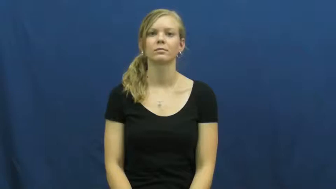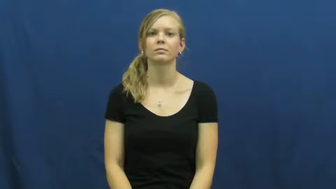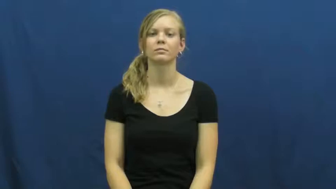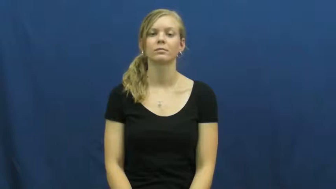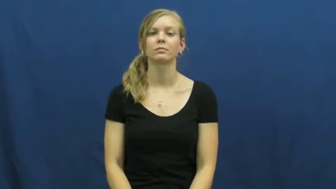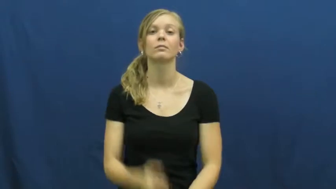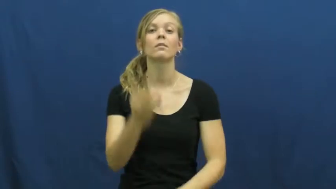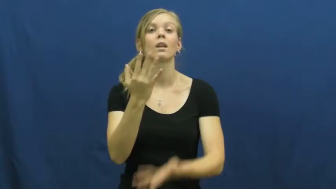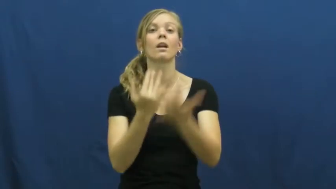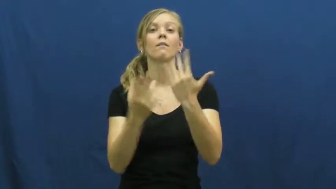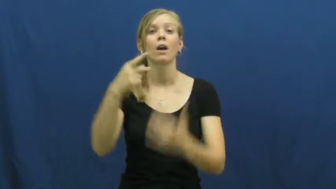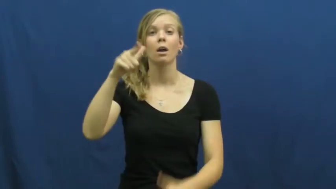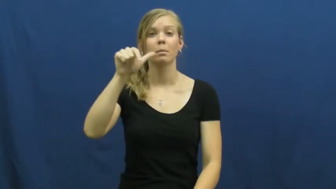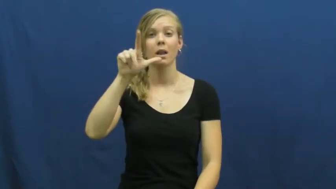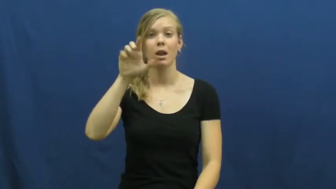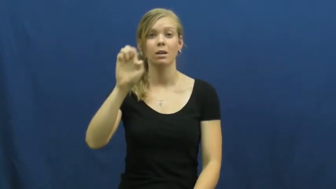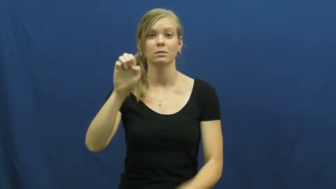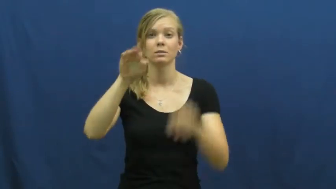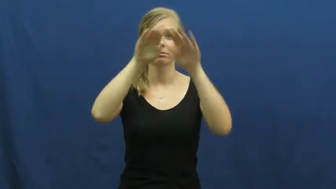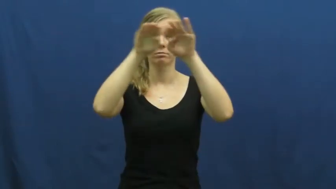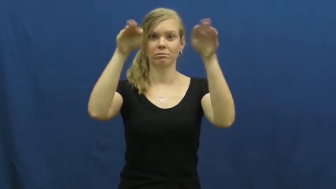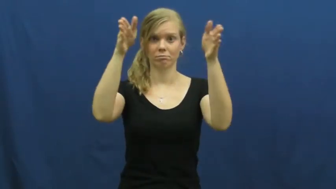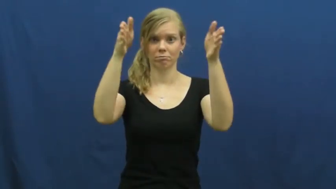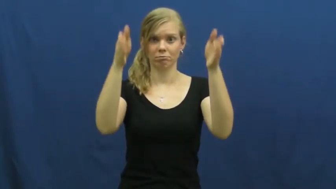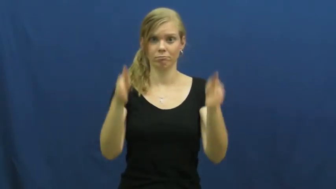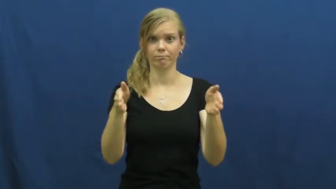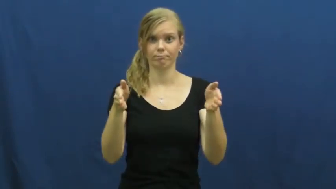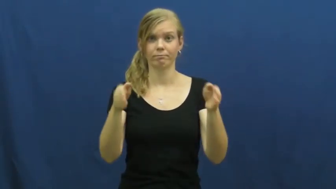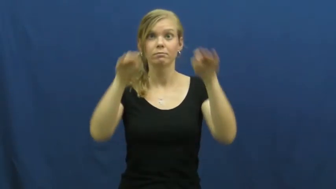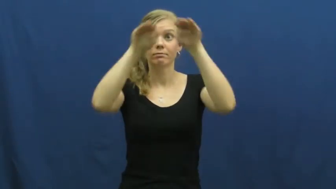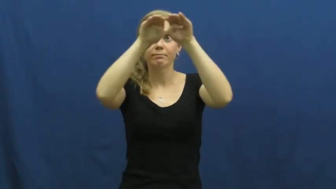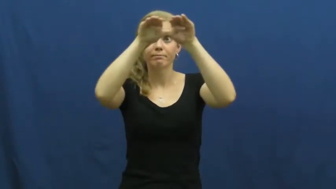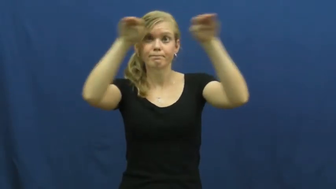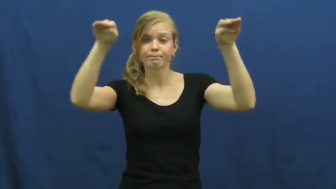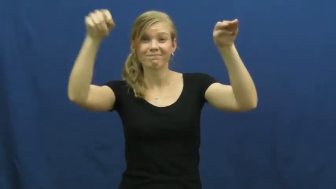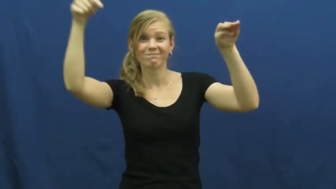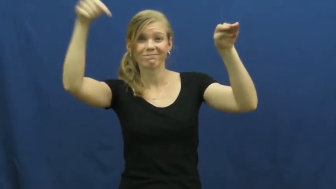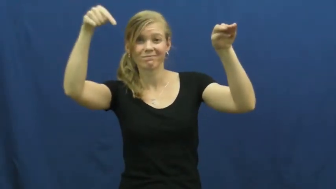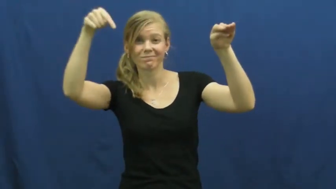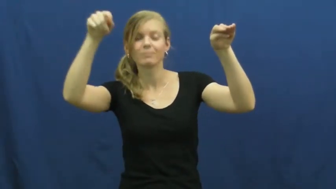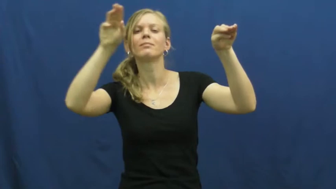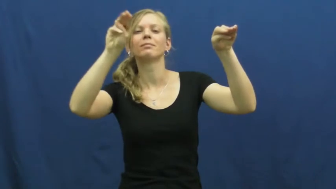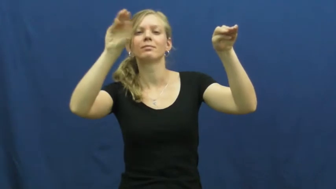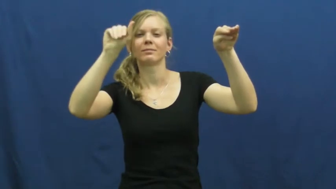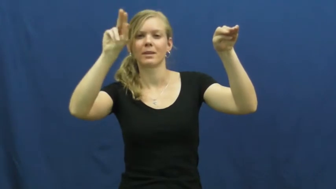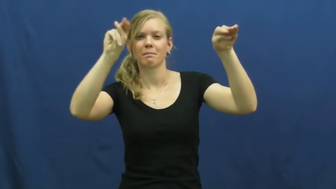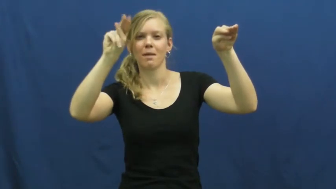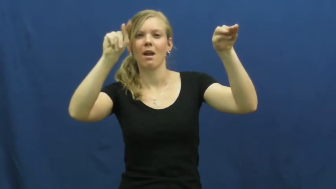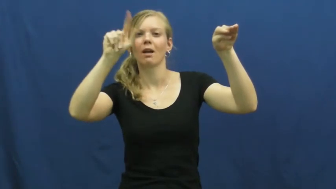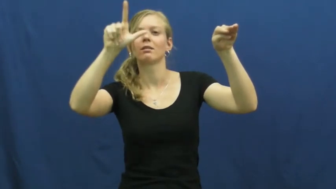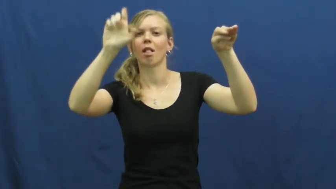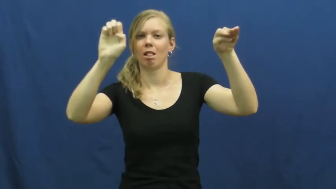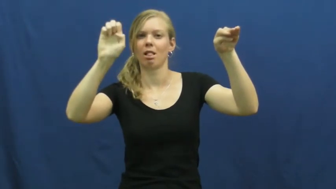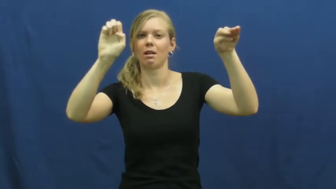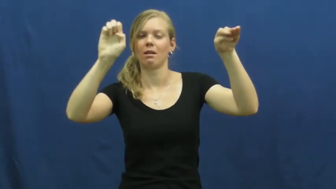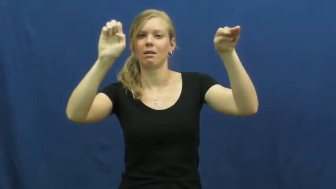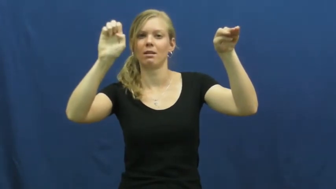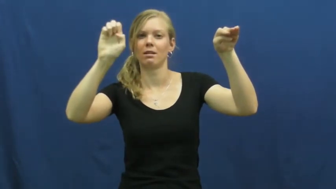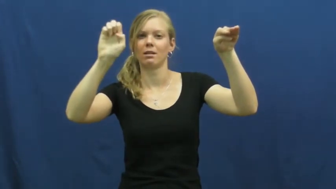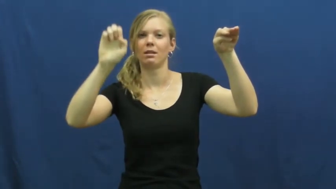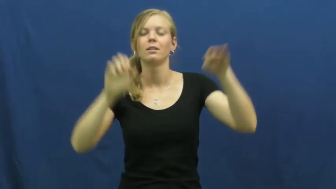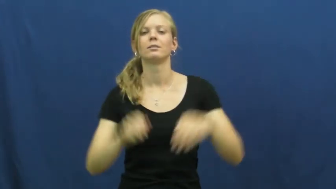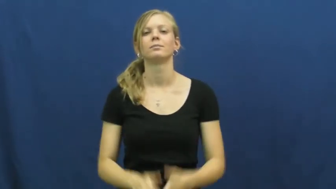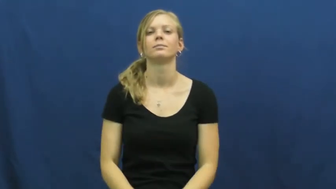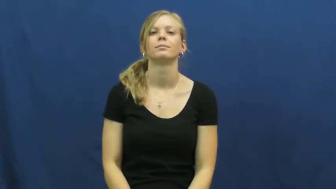mantle-fireplace